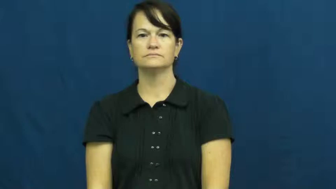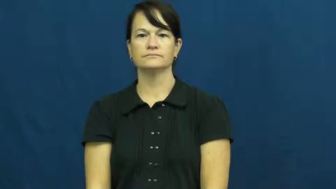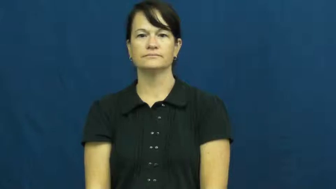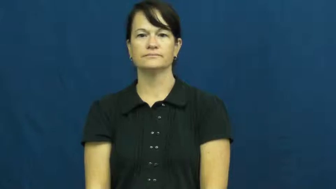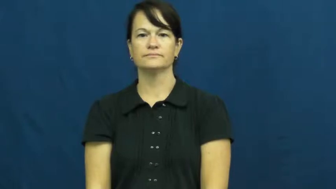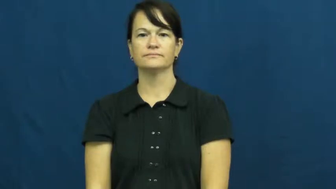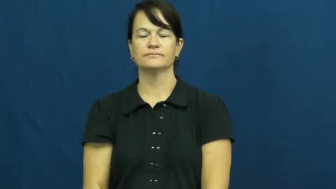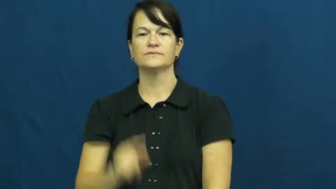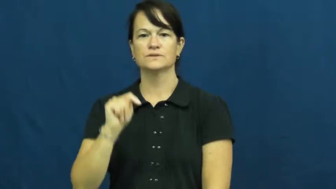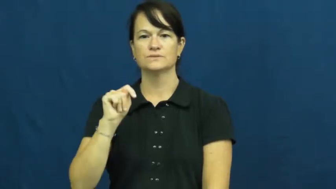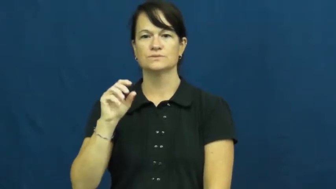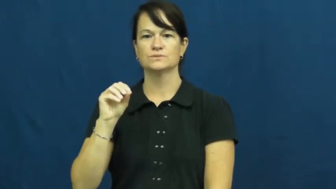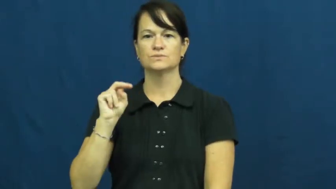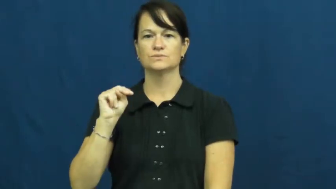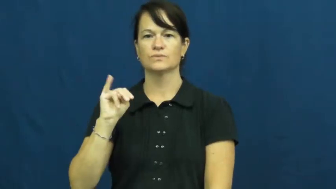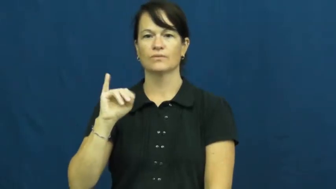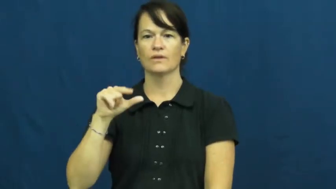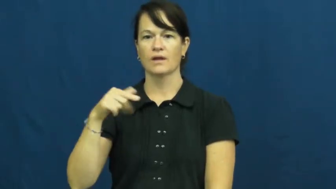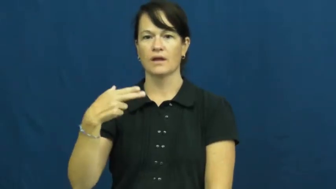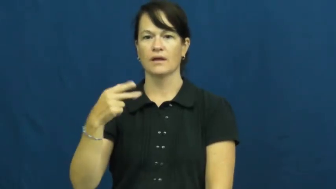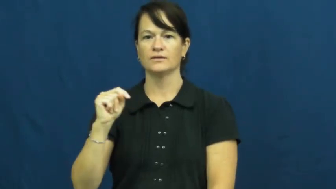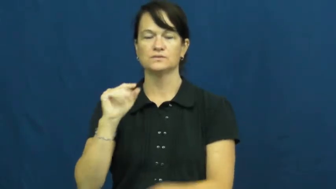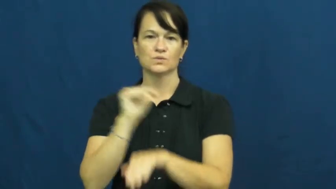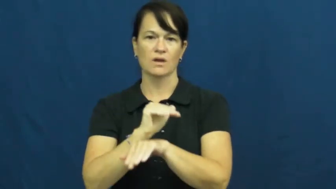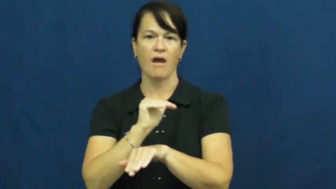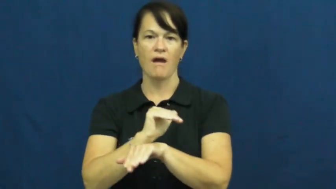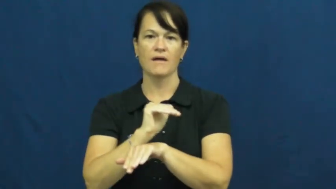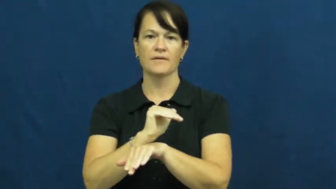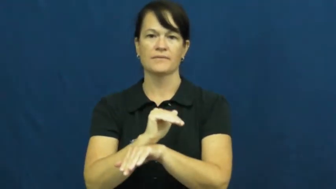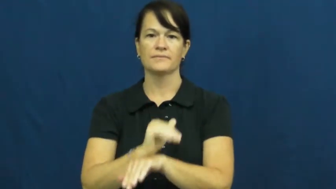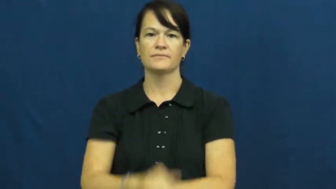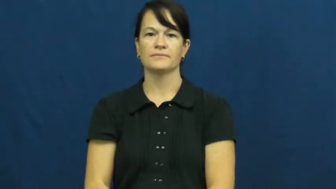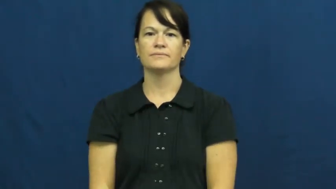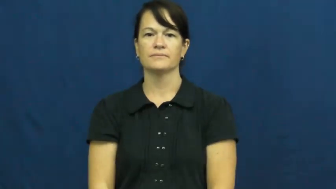tonight